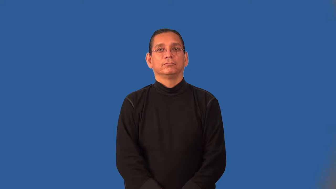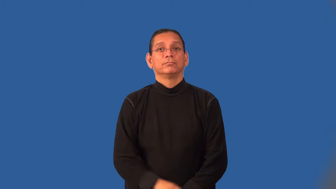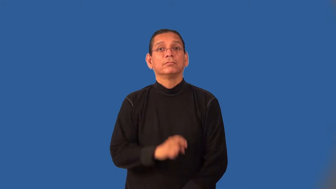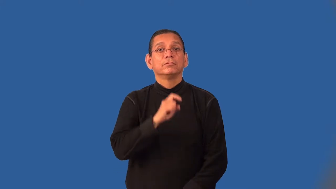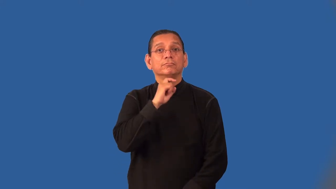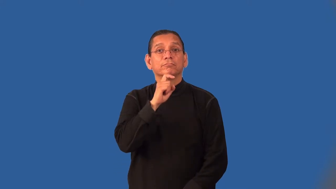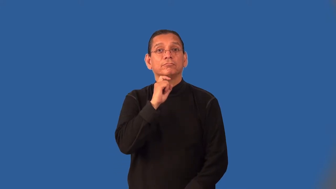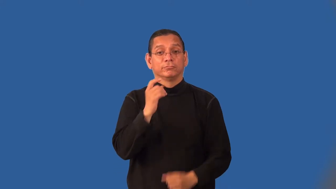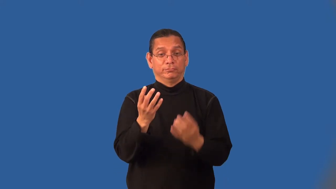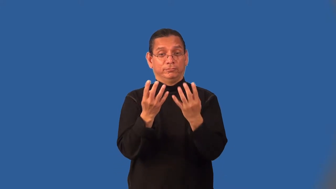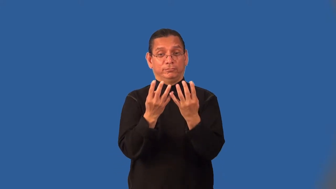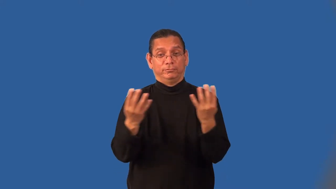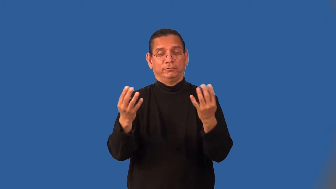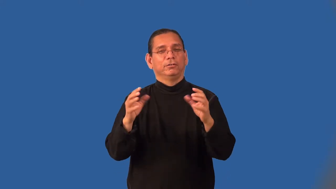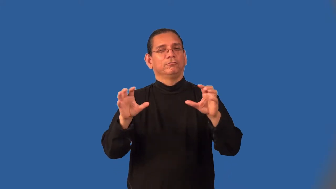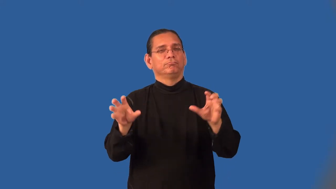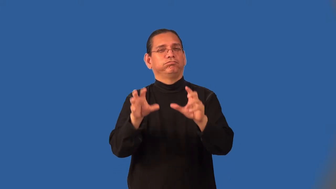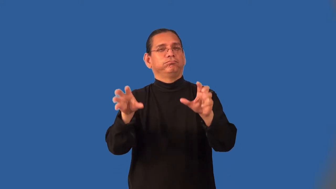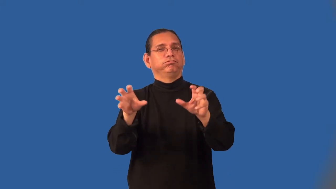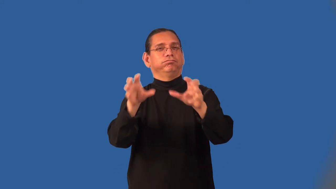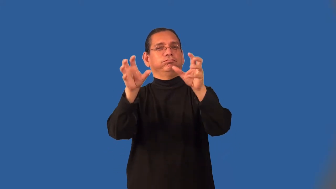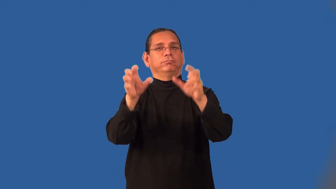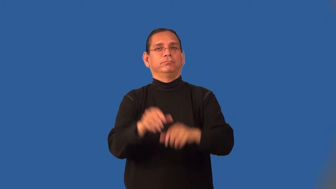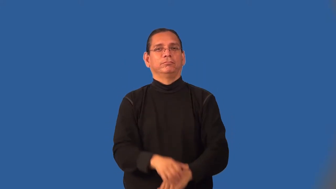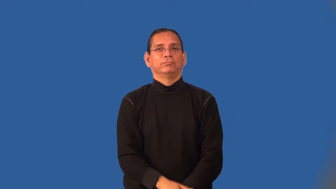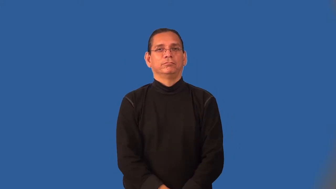ironwork